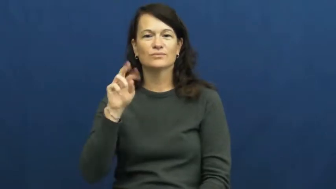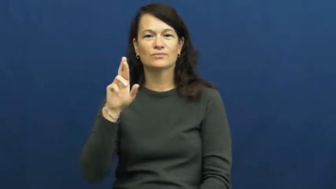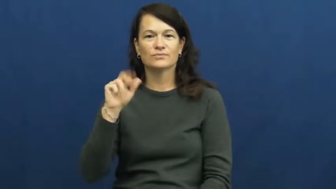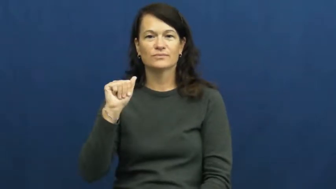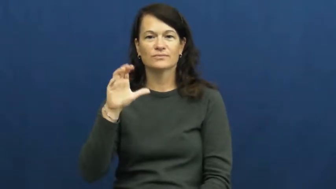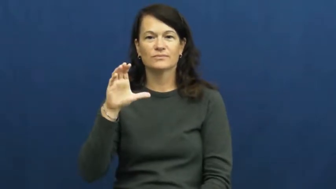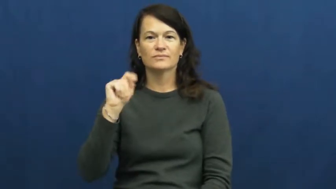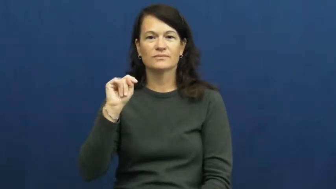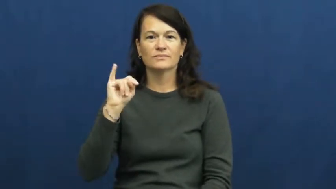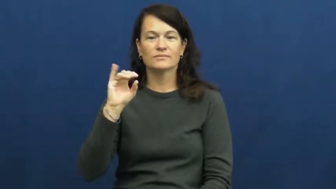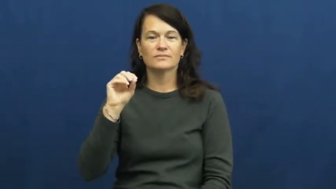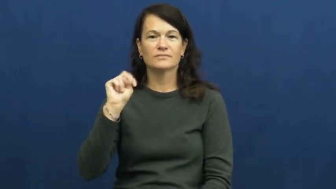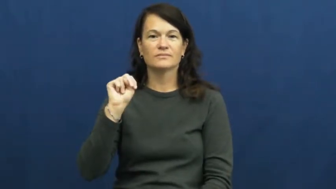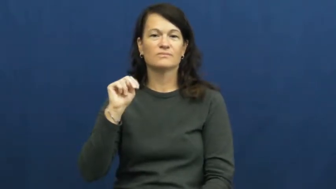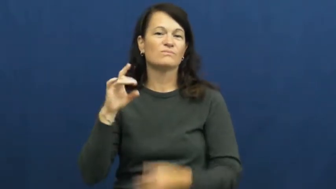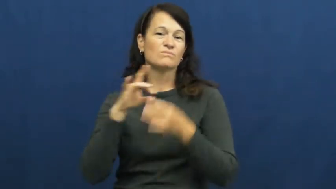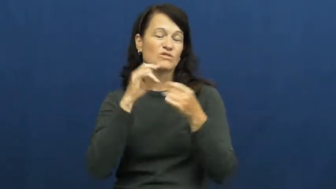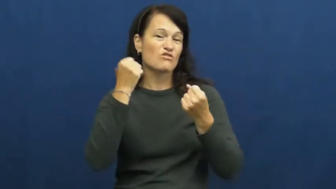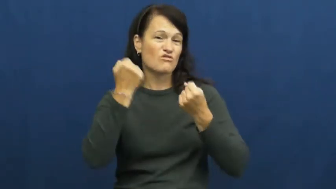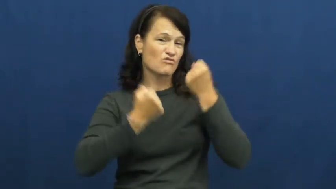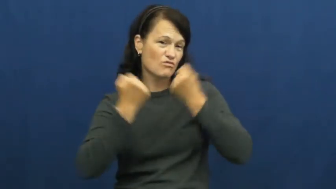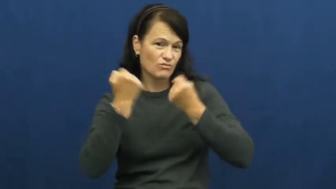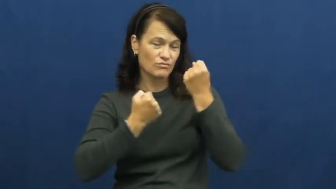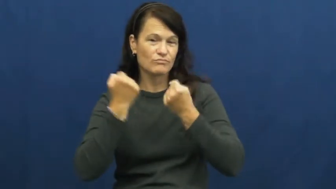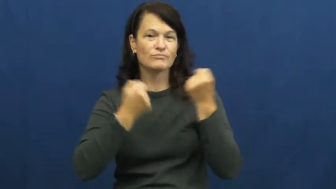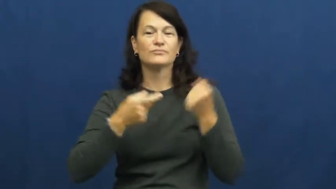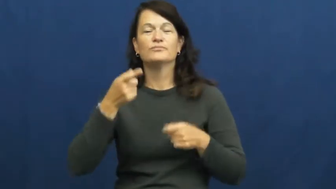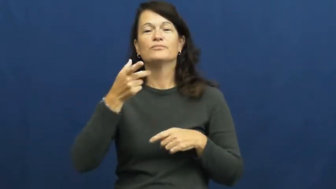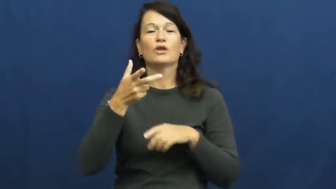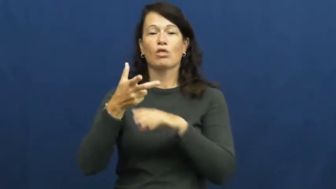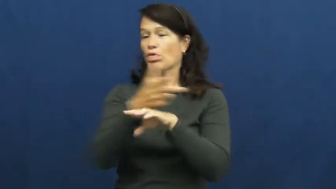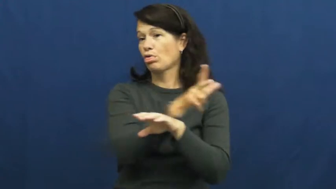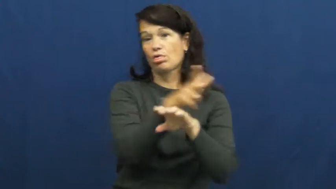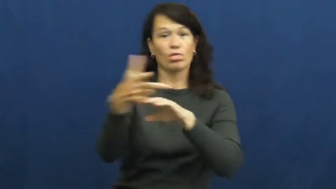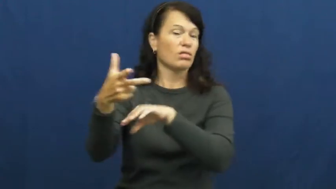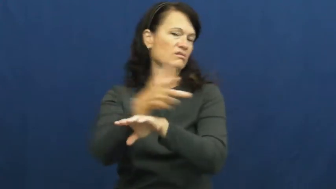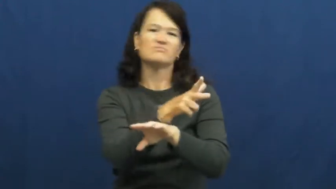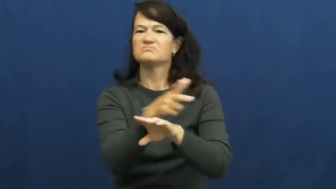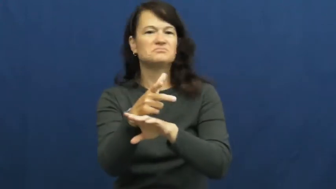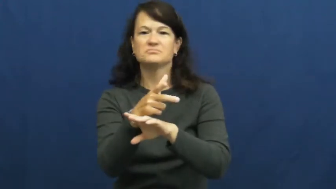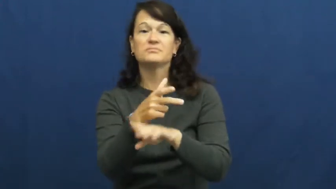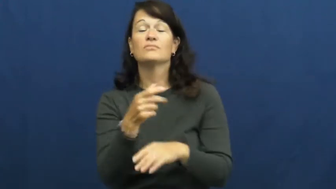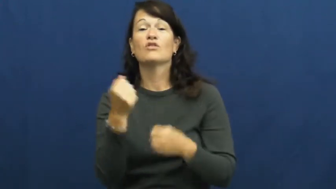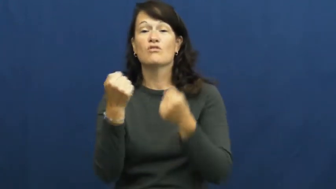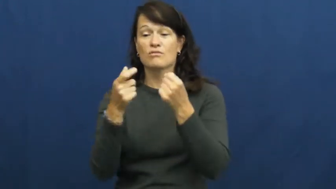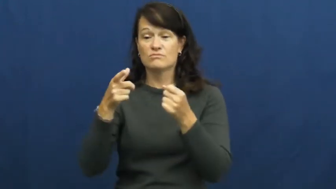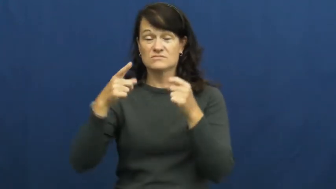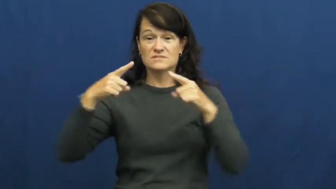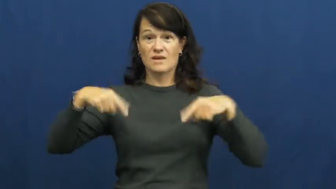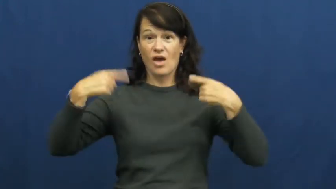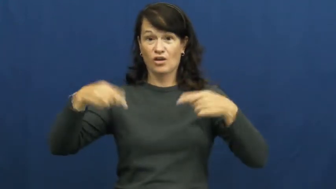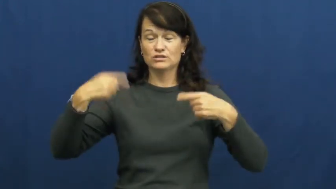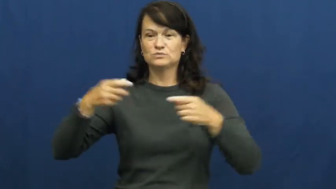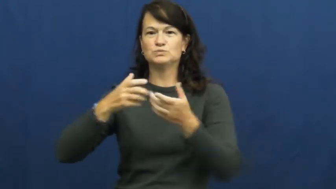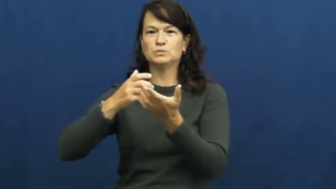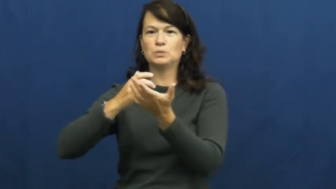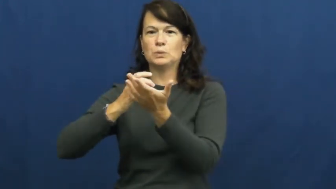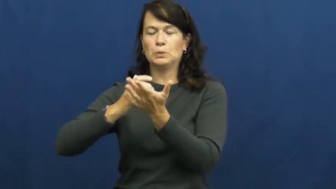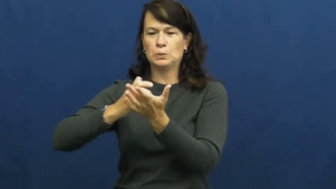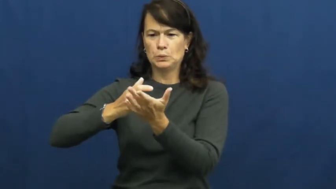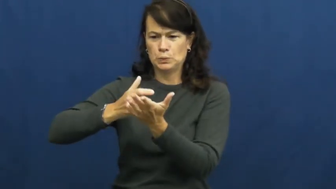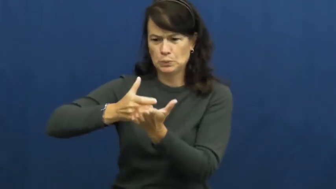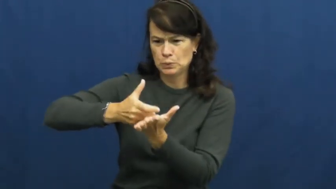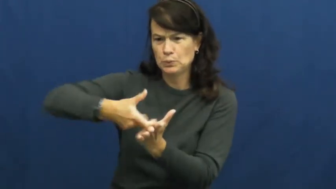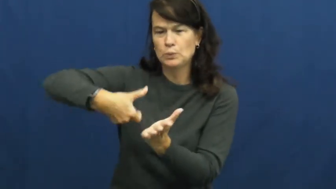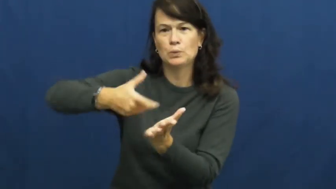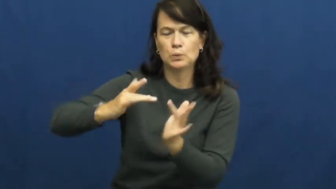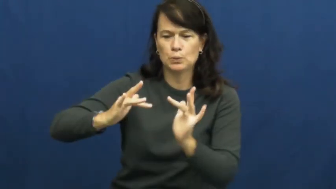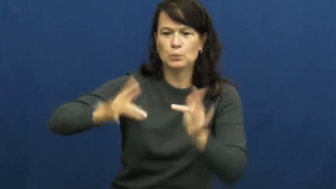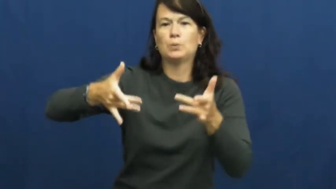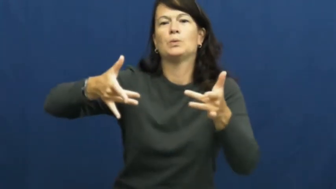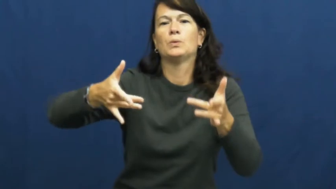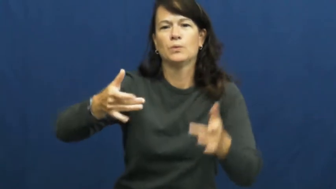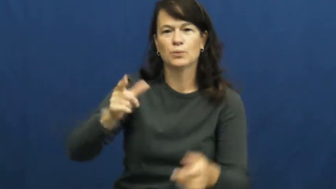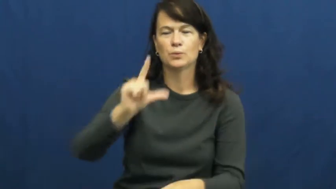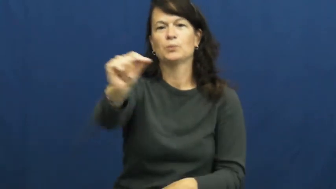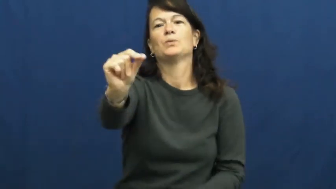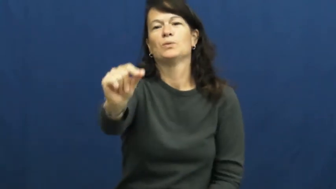traction